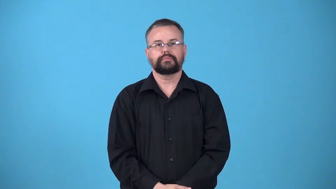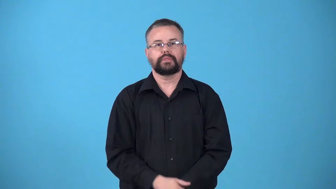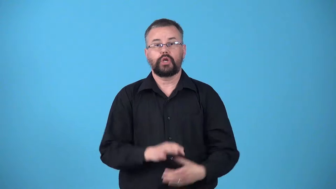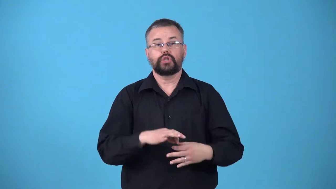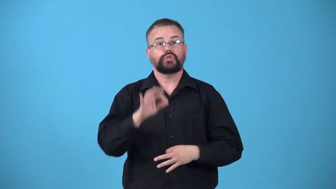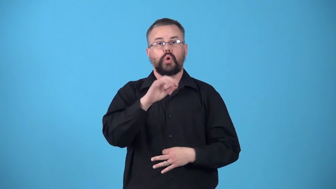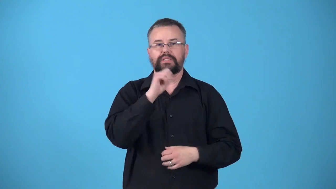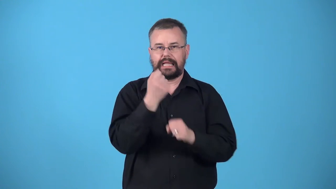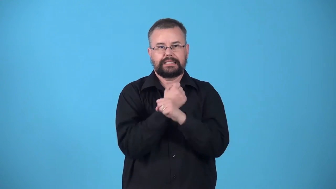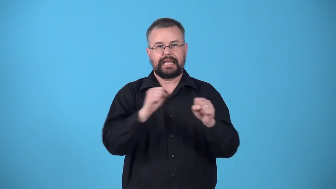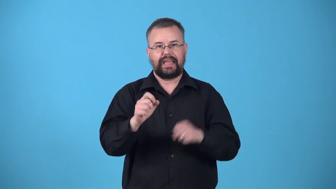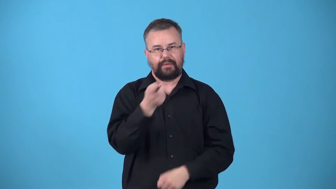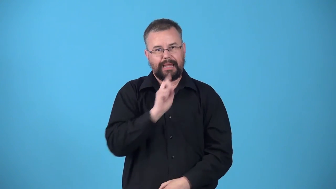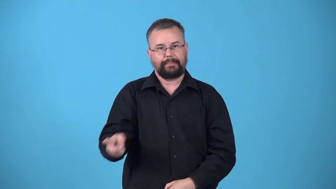unsaved-church